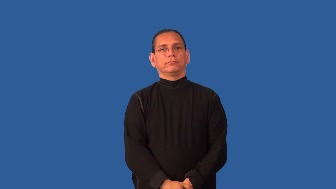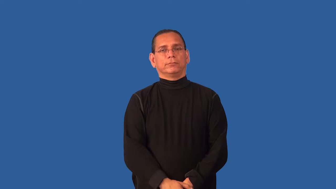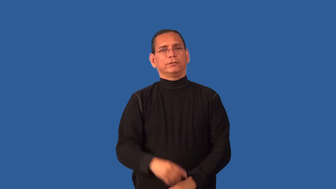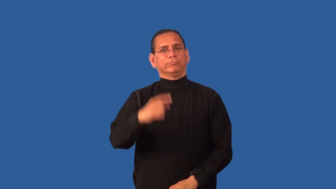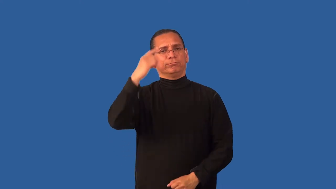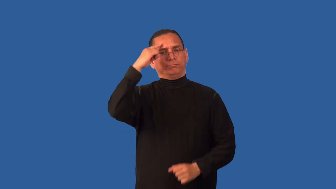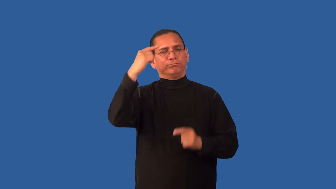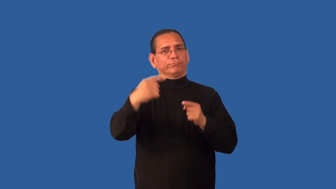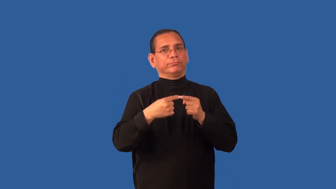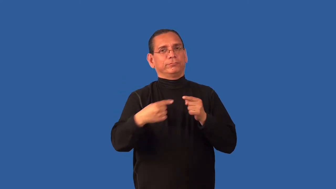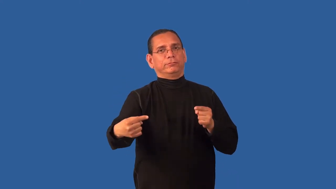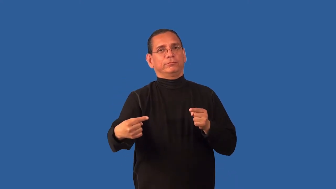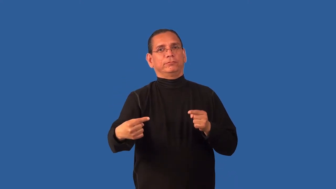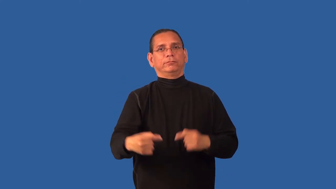contradict